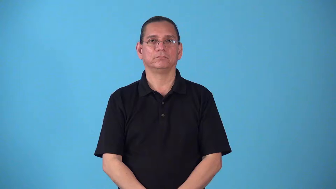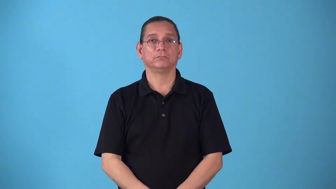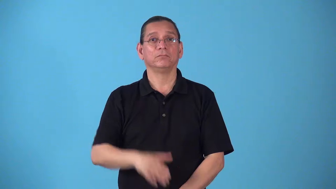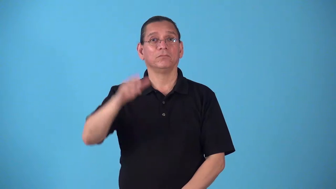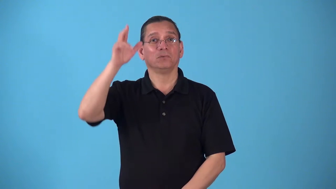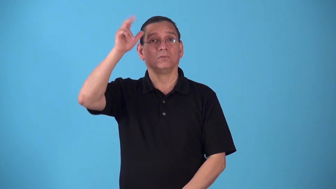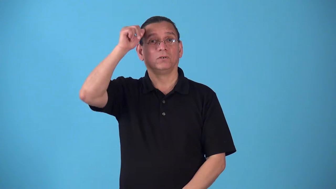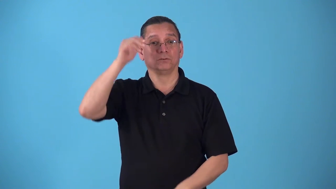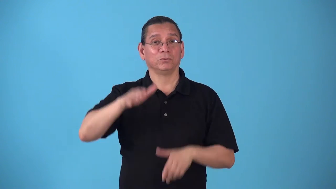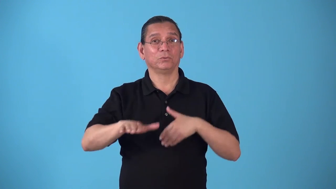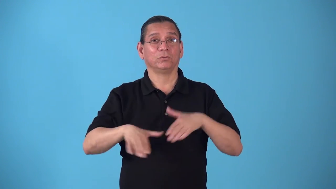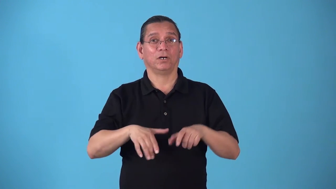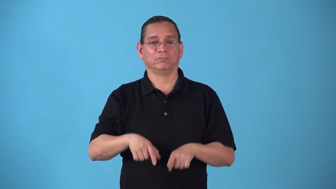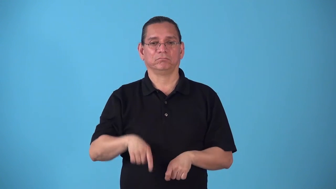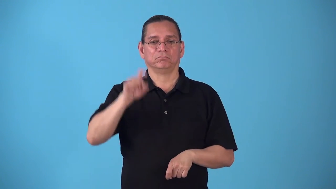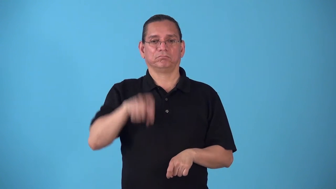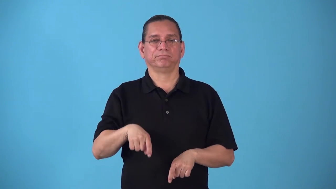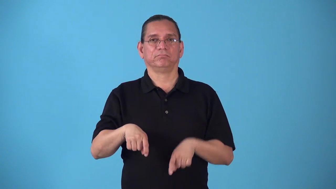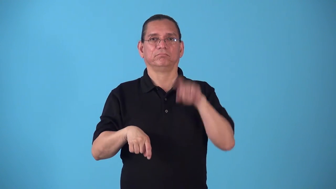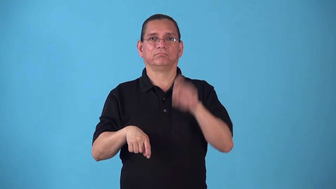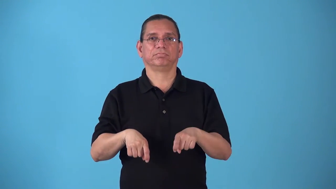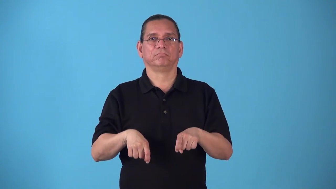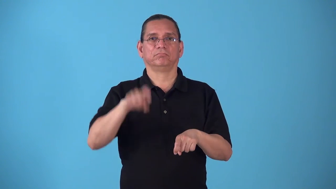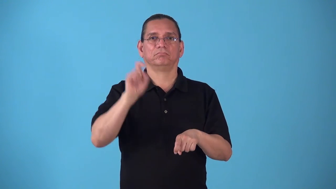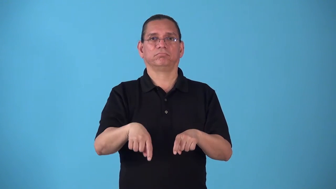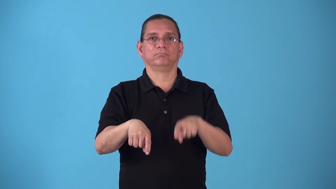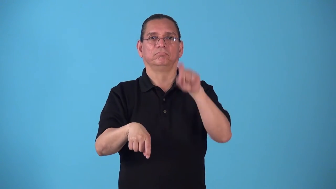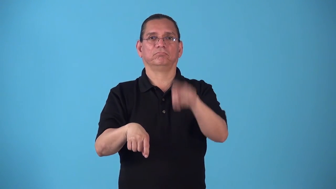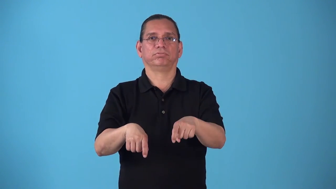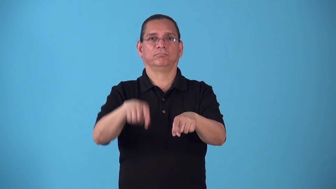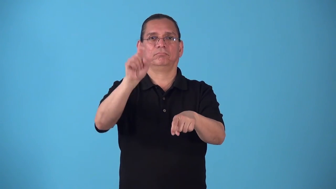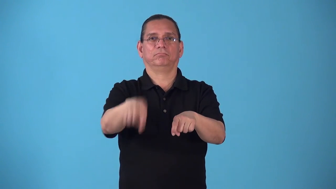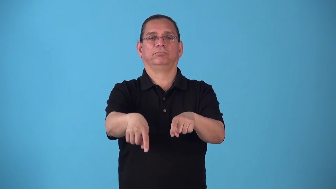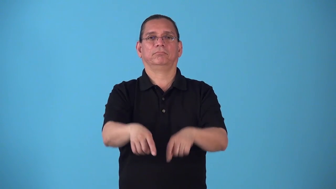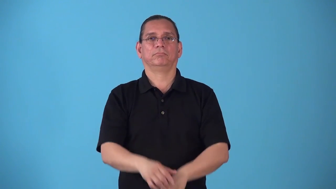stepper-horse